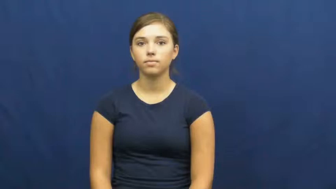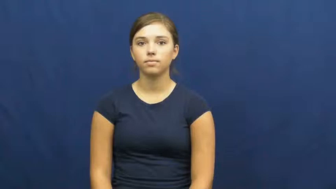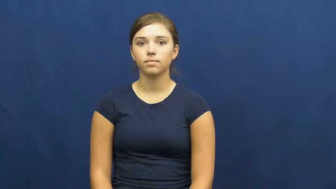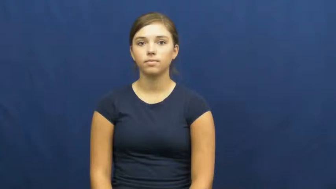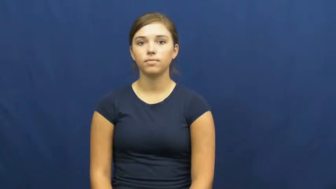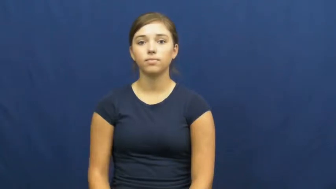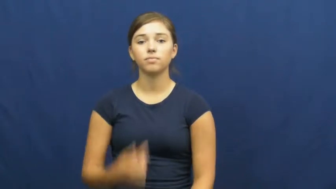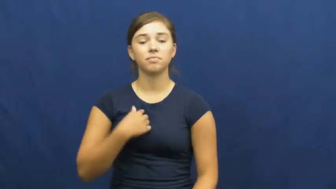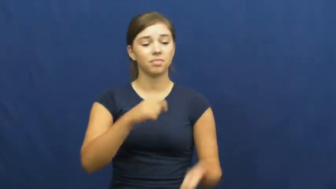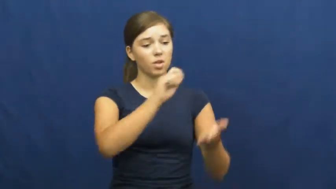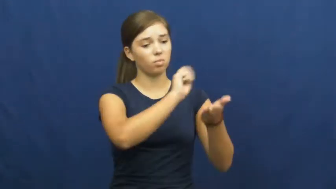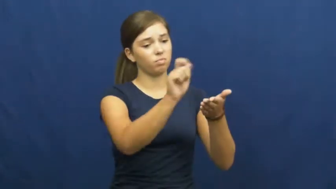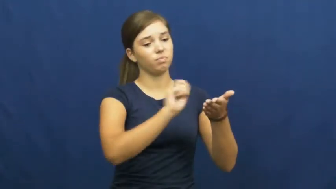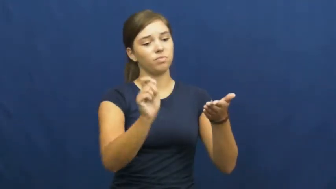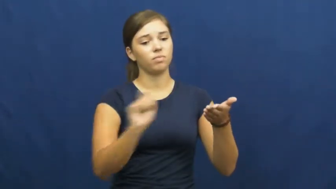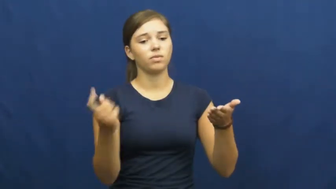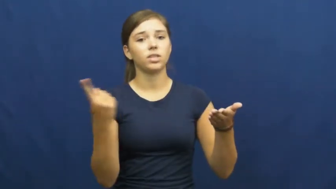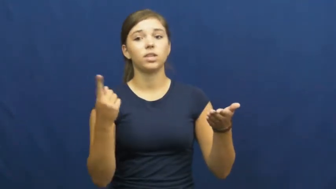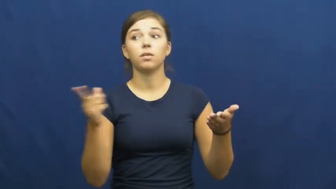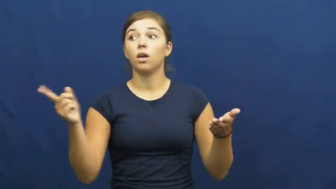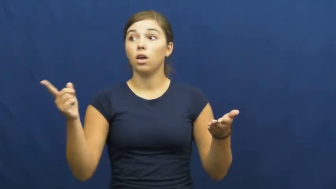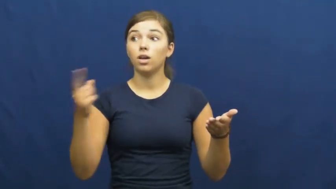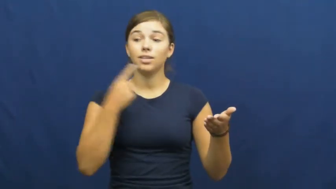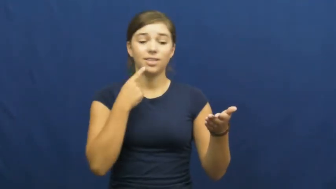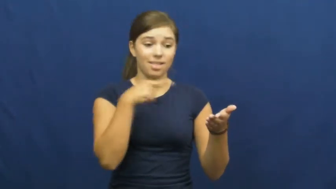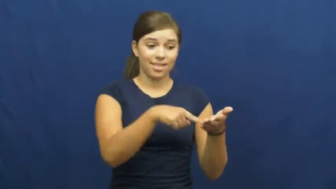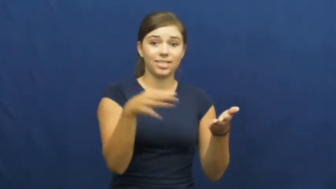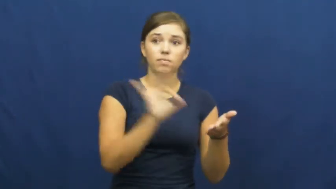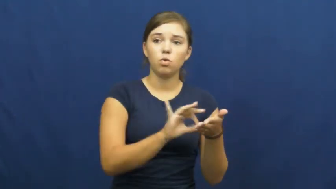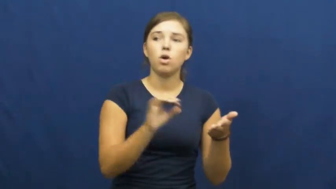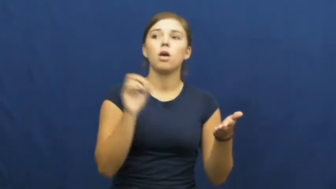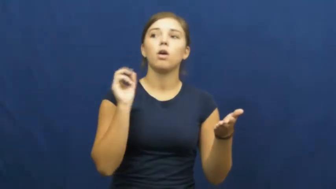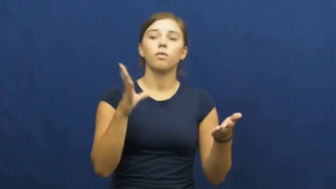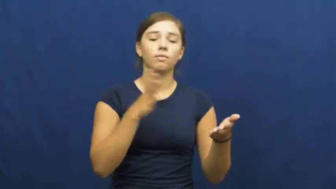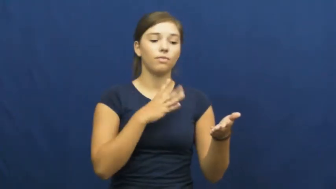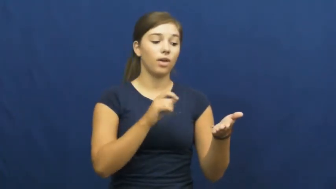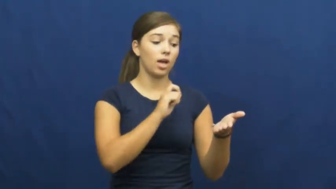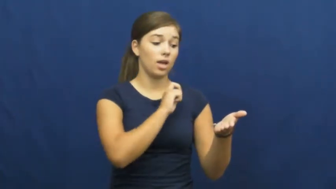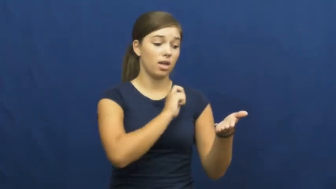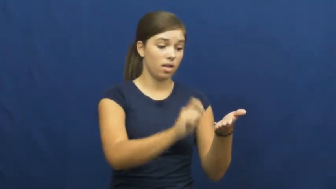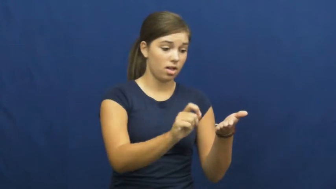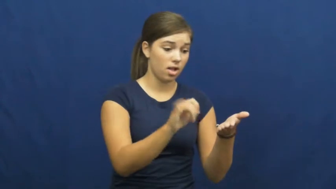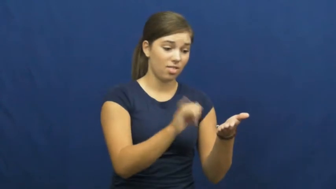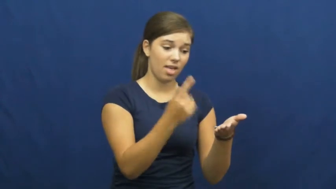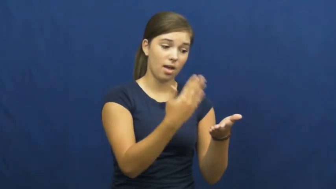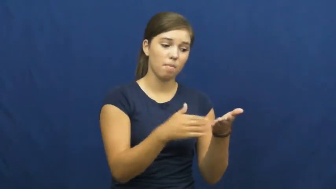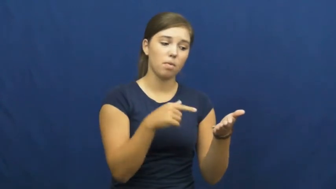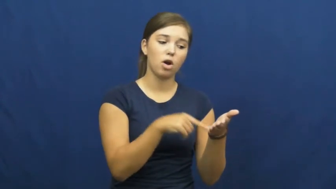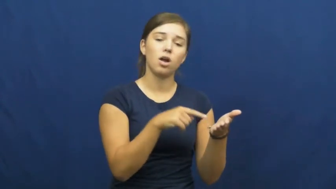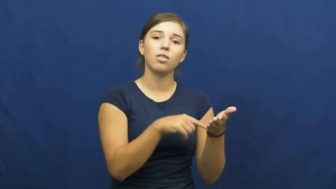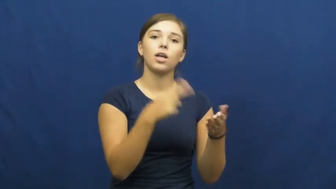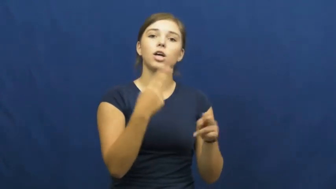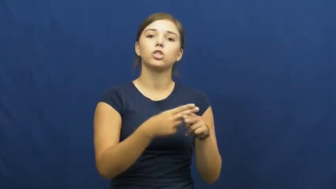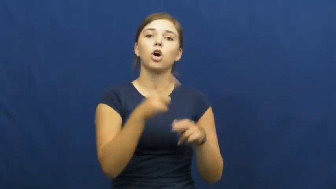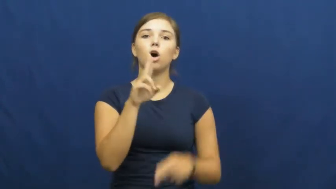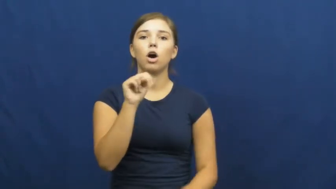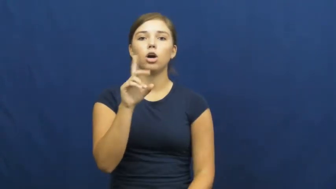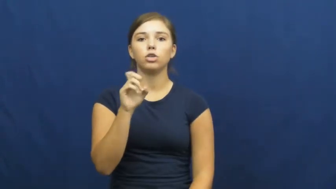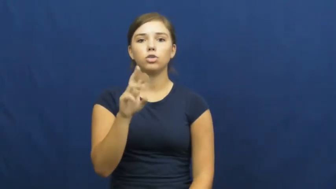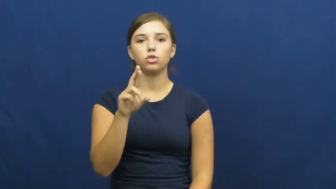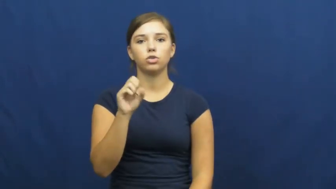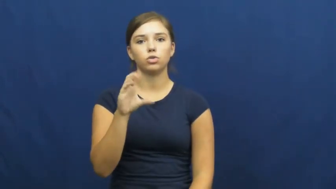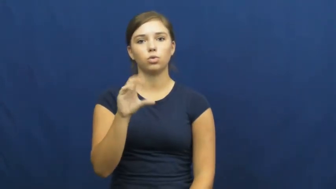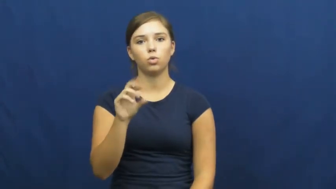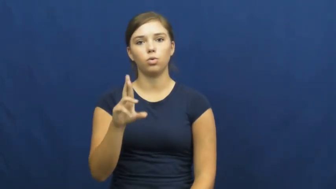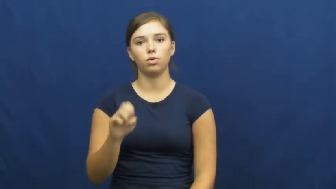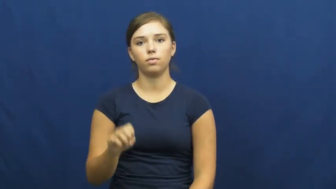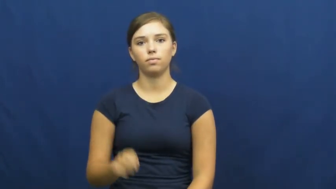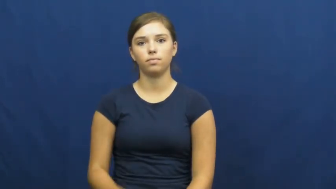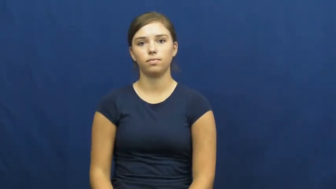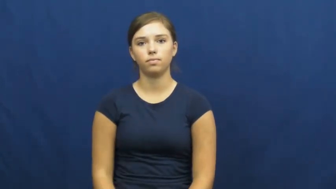underscore